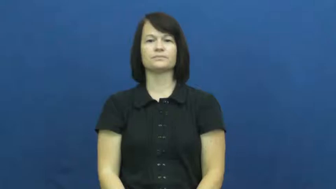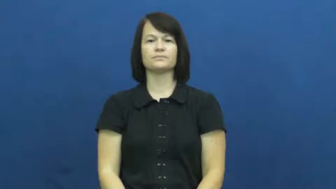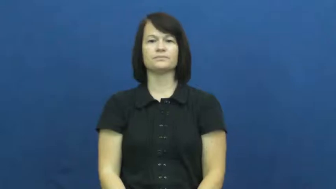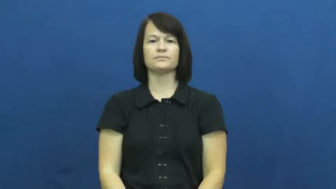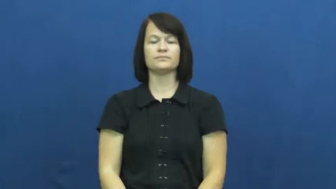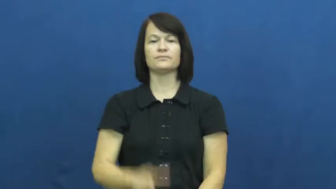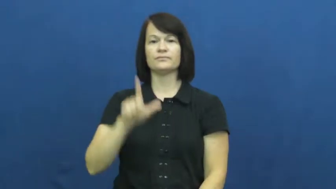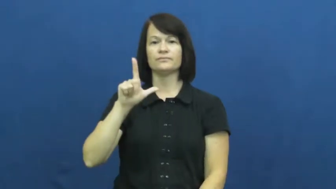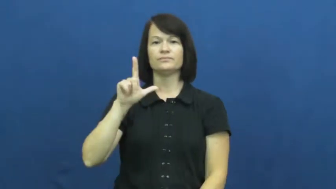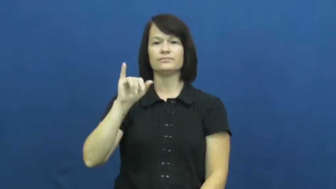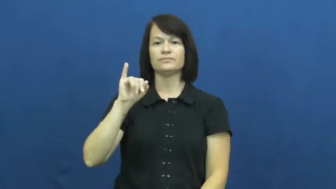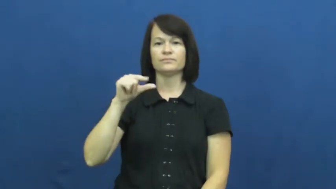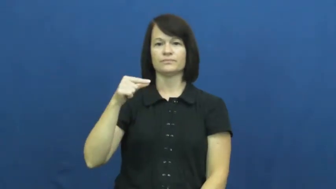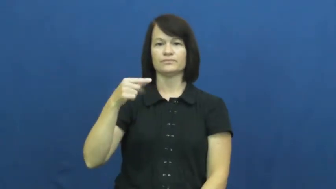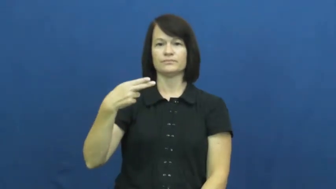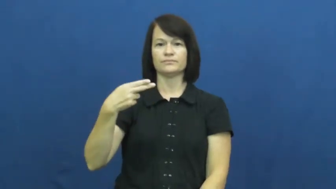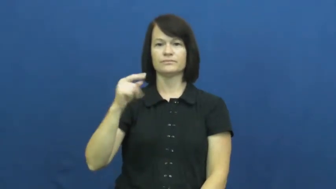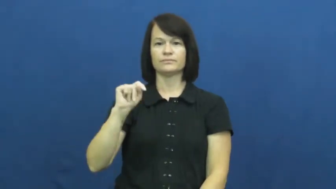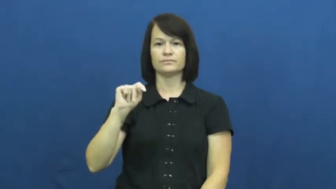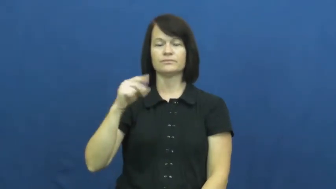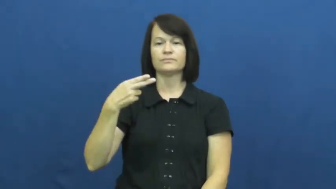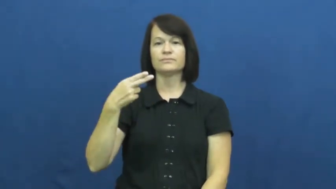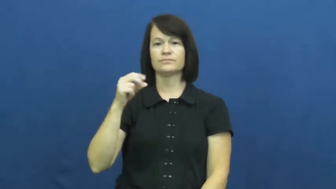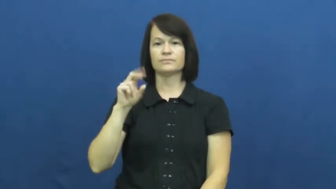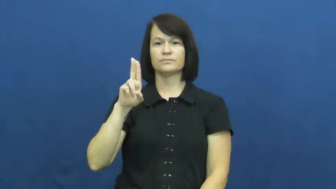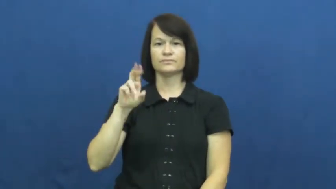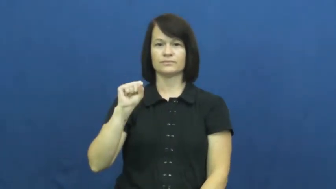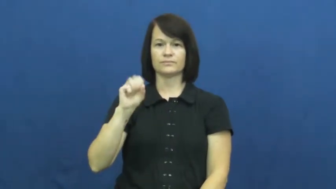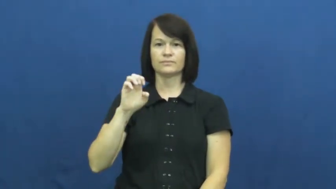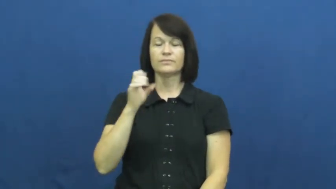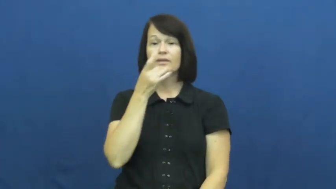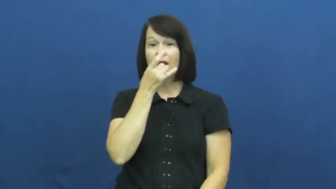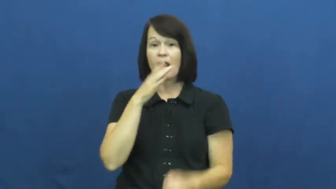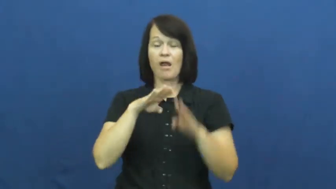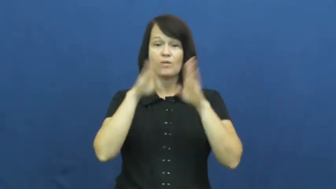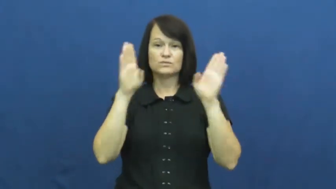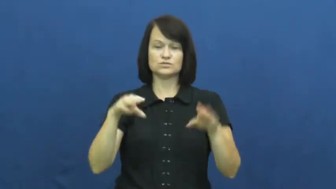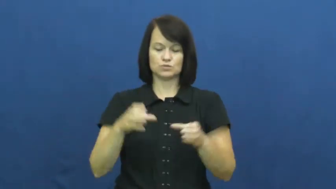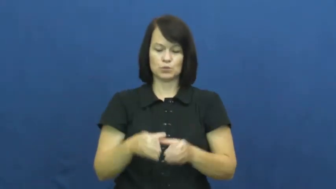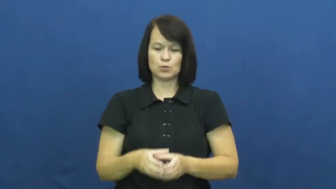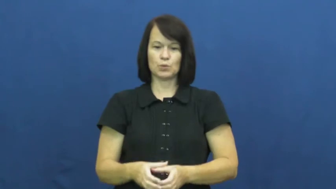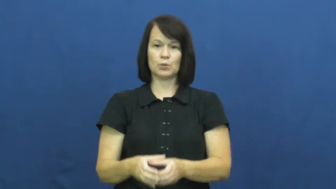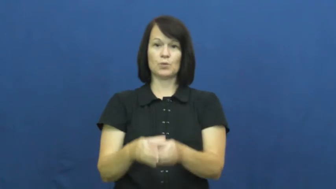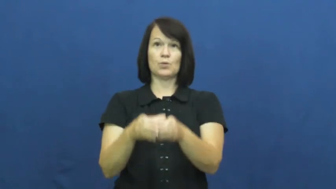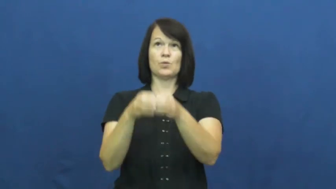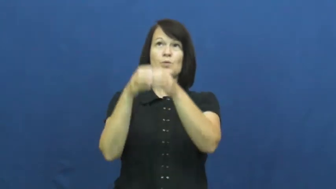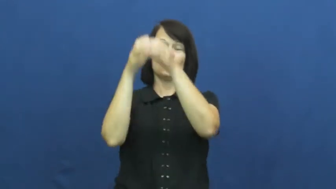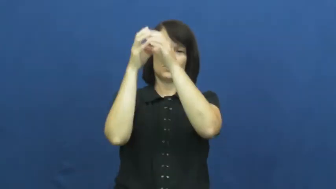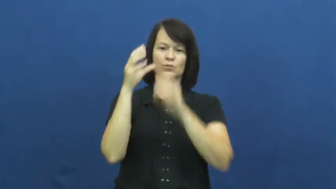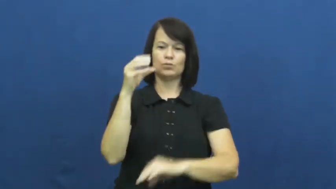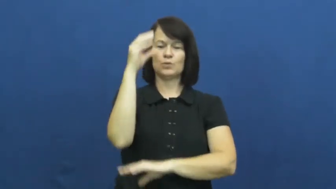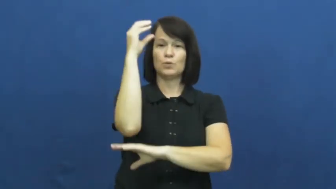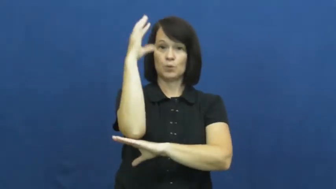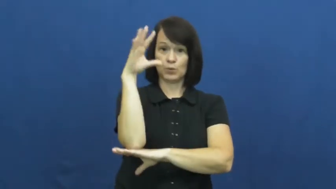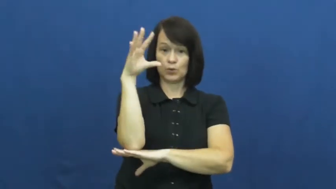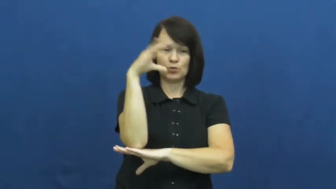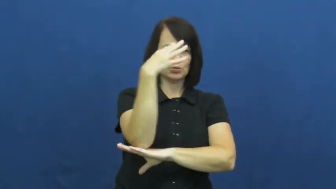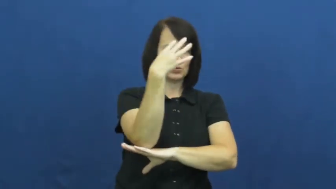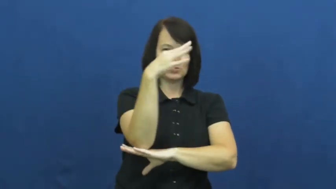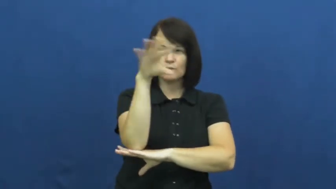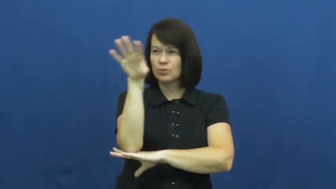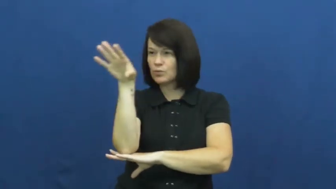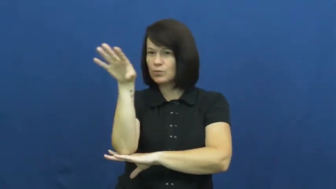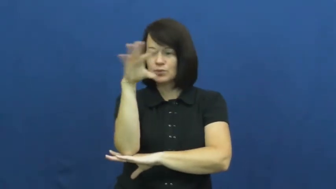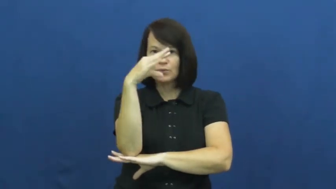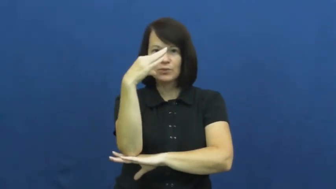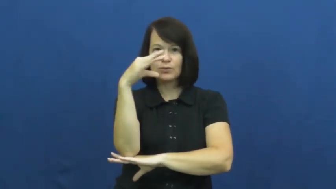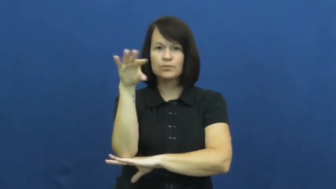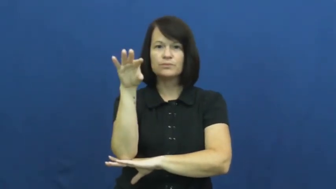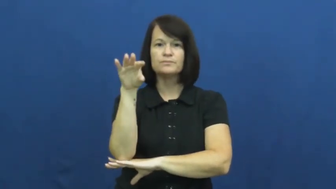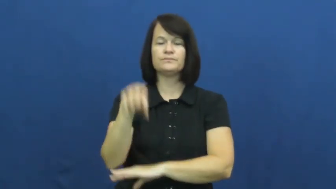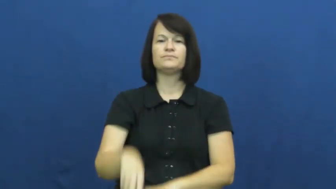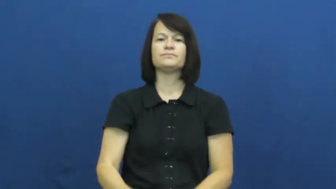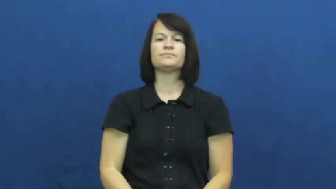lighthouse